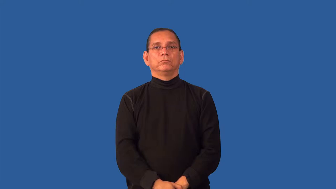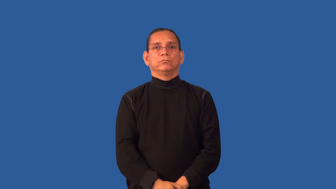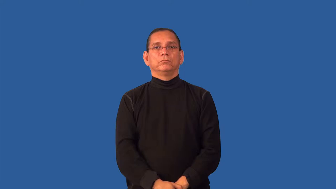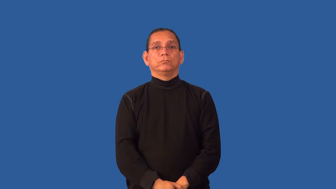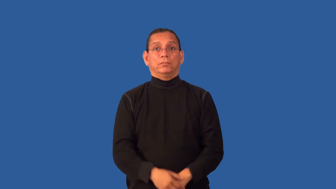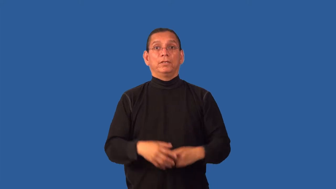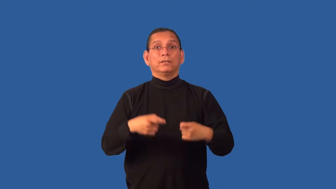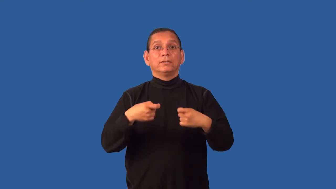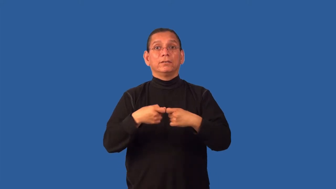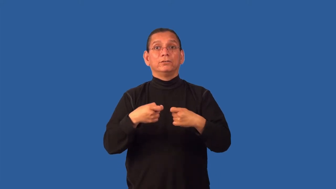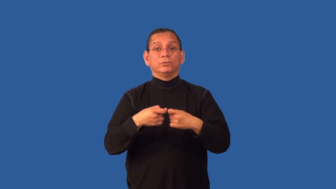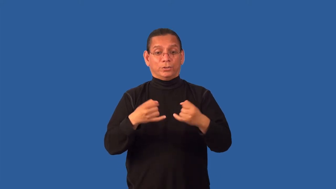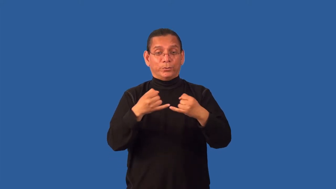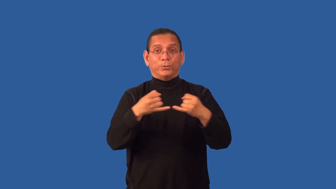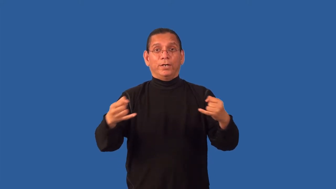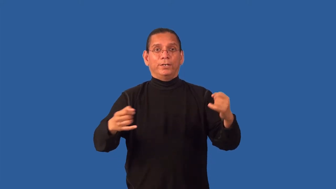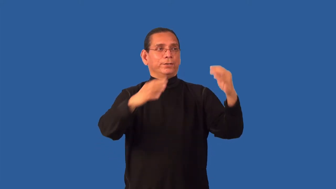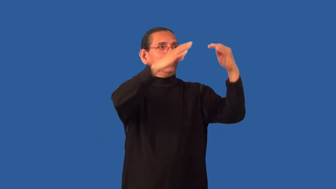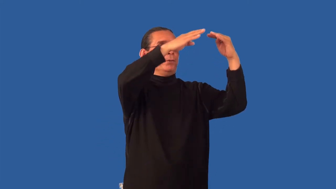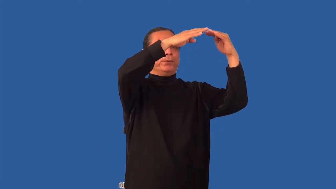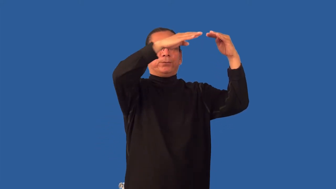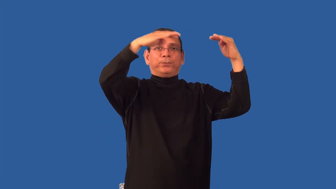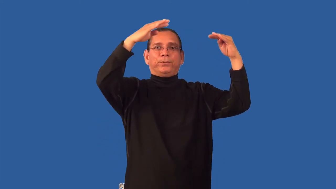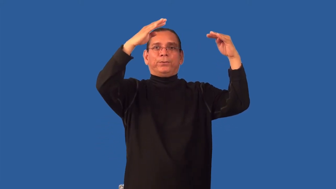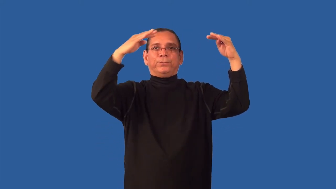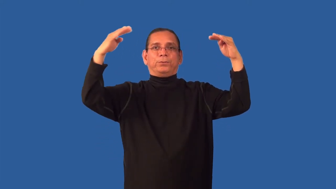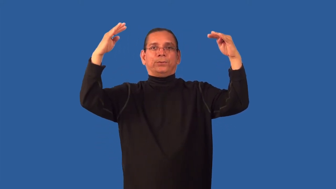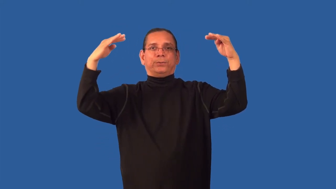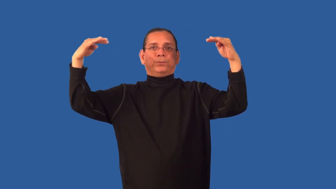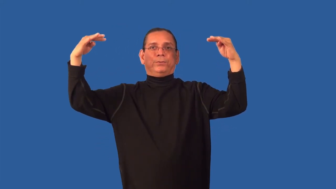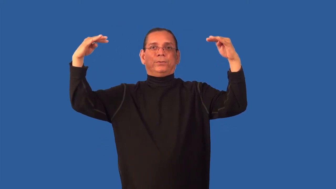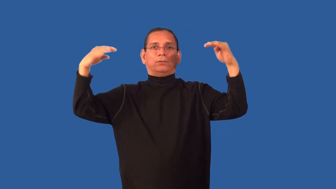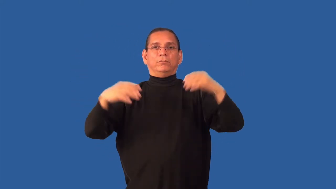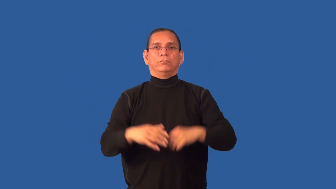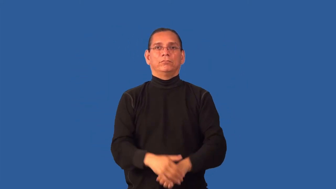grid-electric